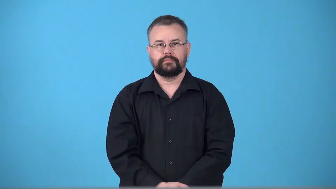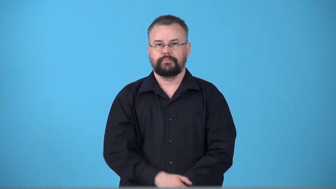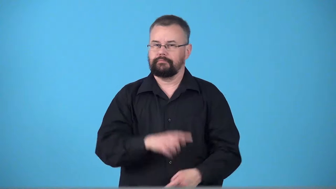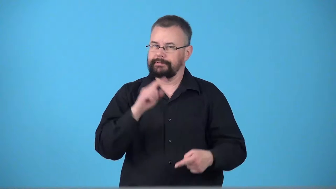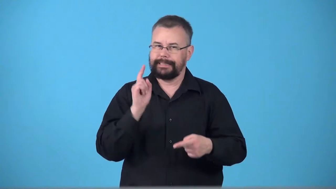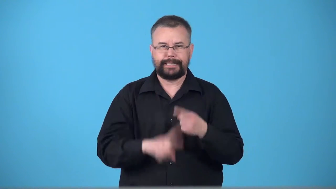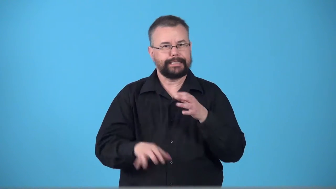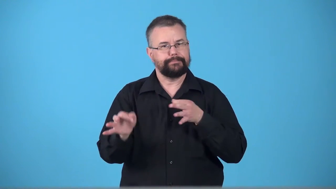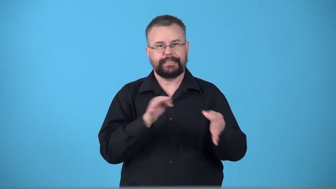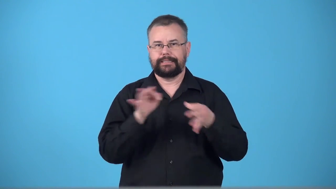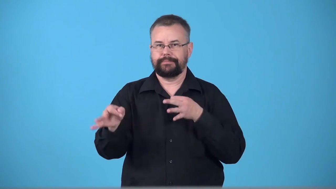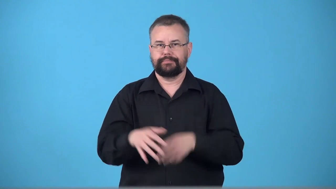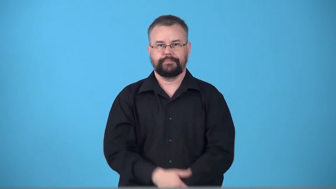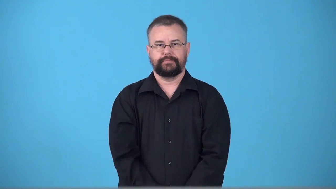unexplainable,inexplicable